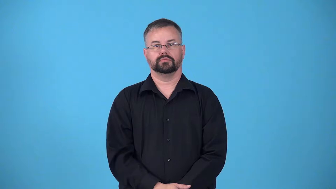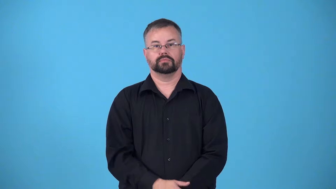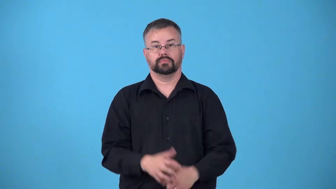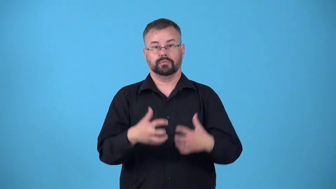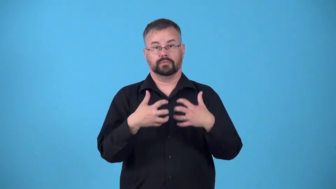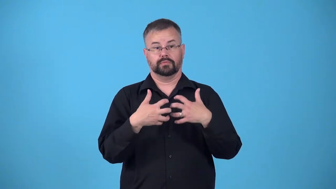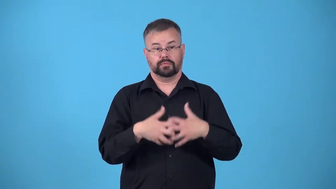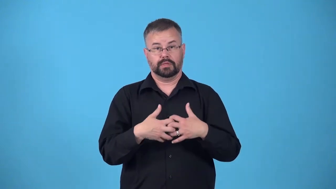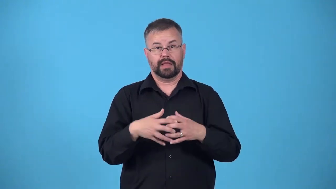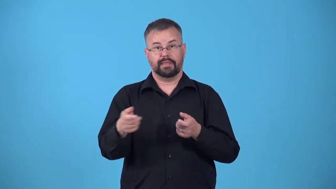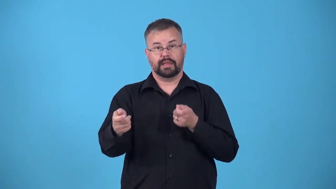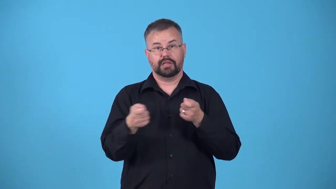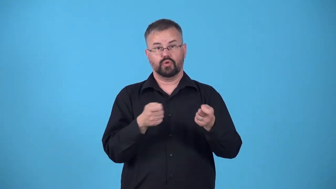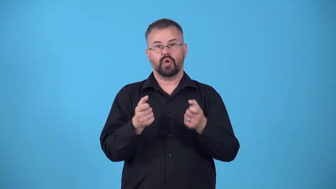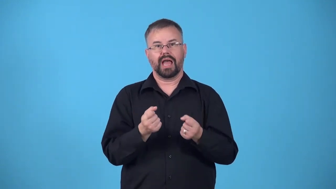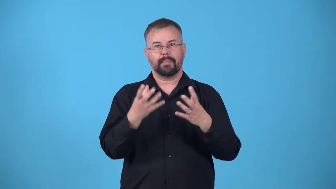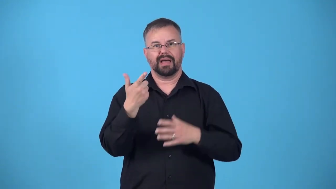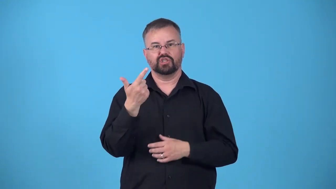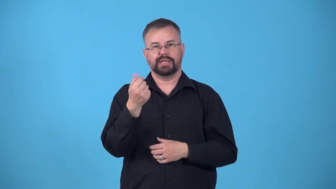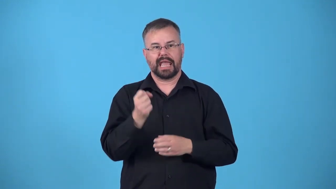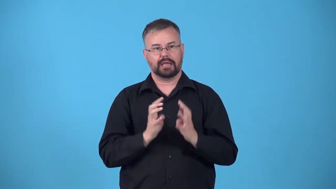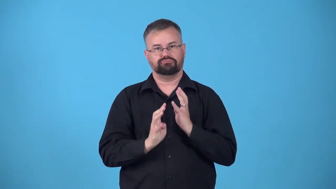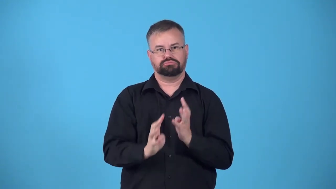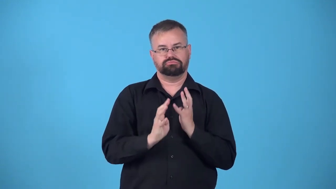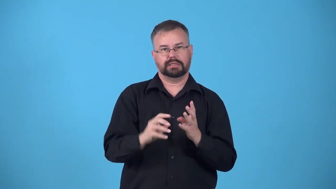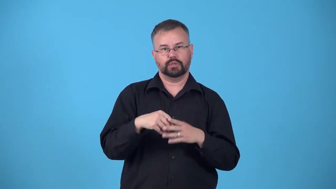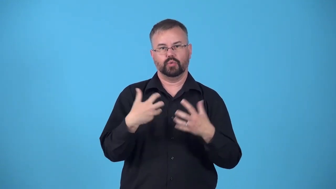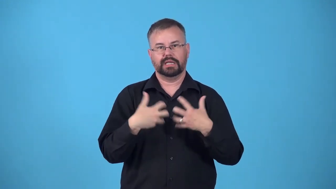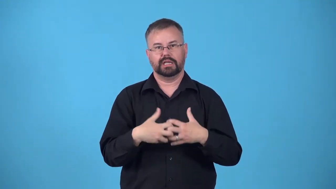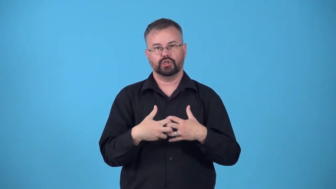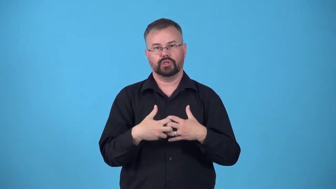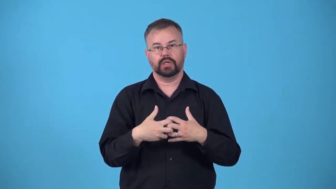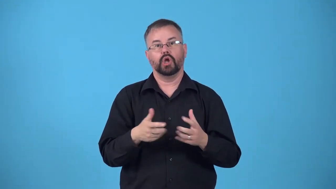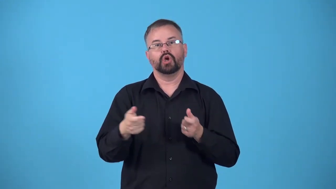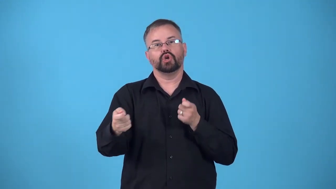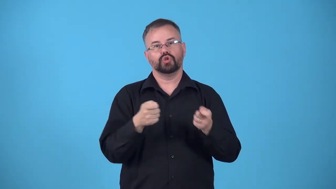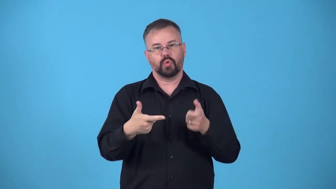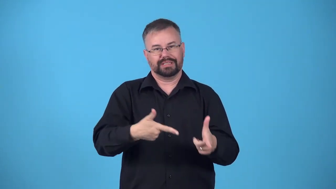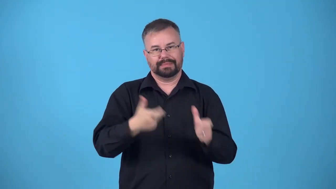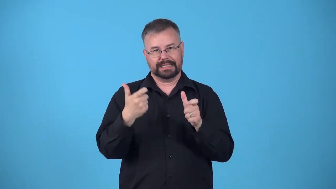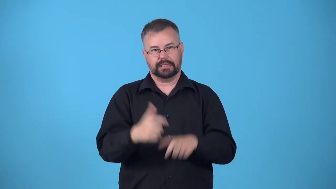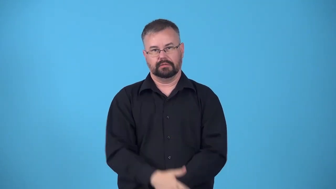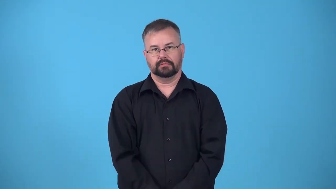throttle-device